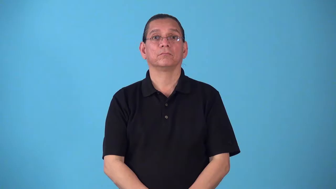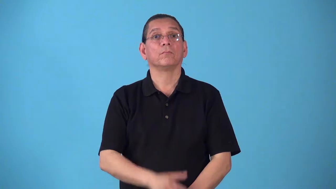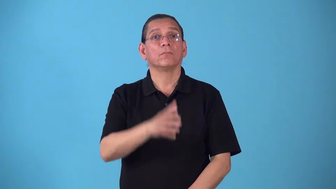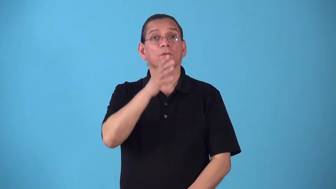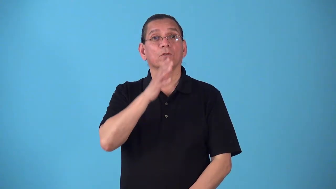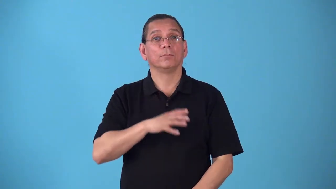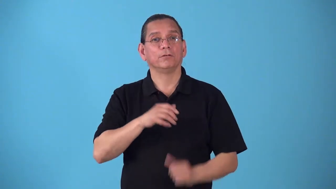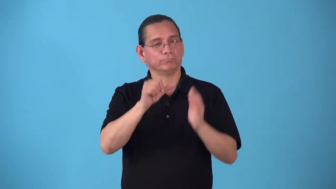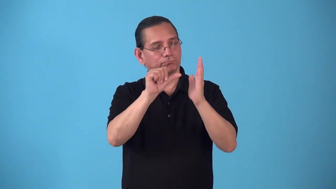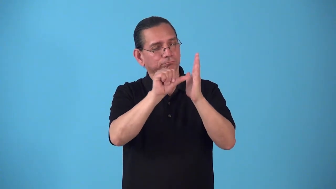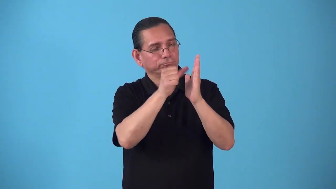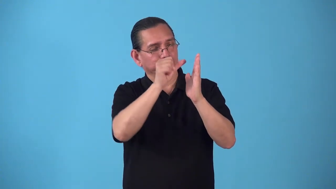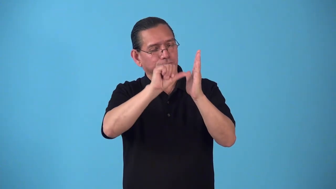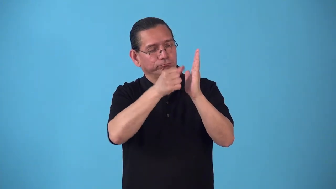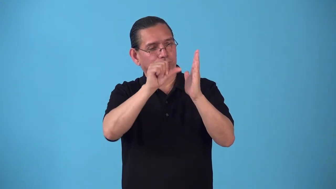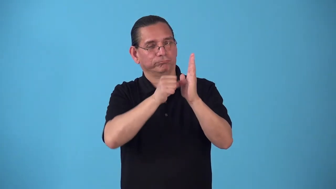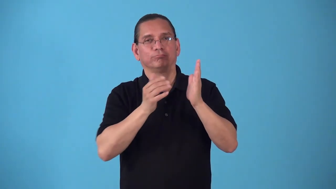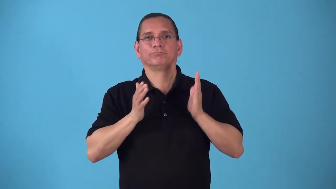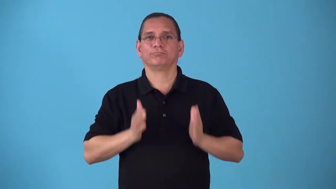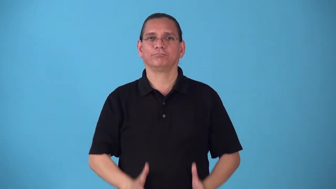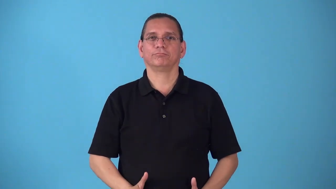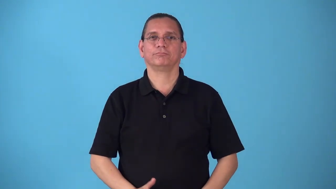sculptress